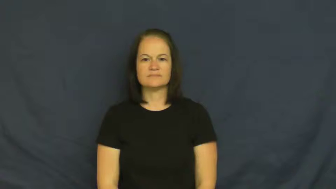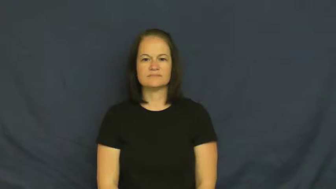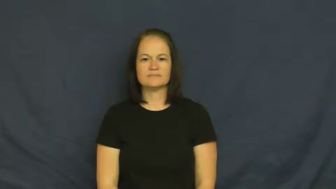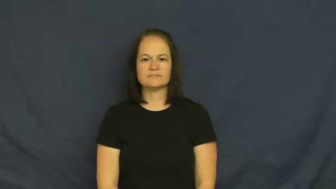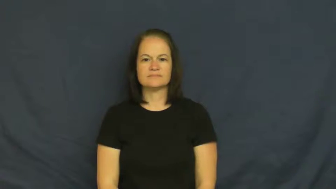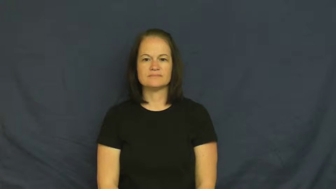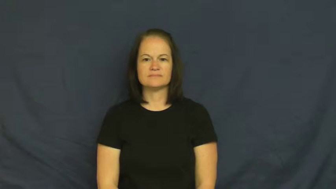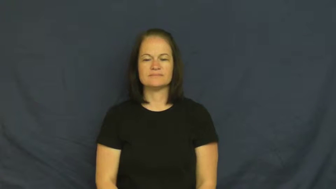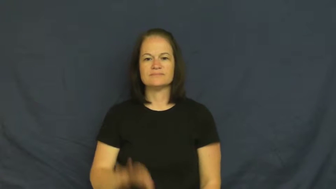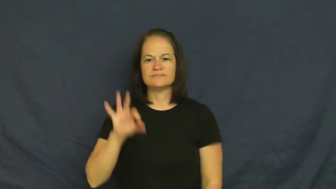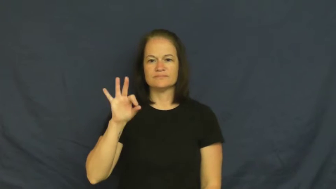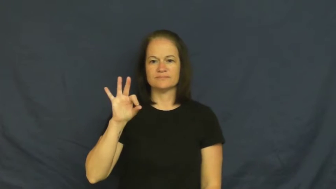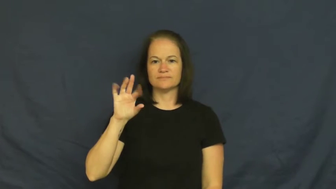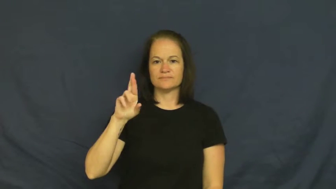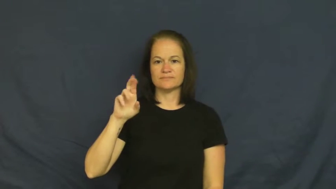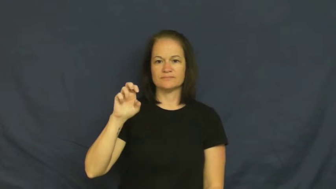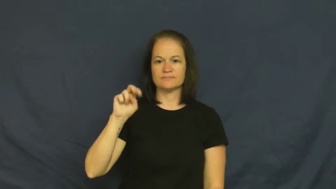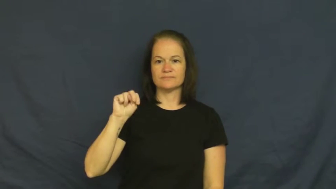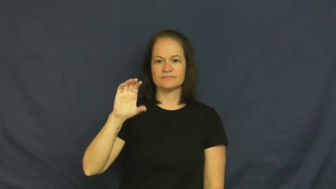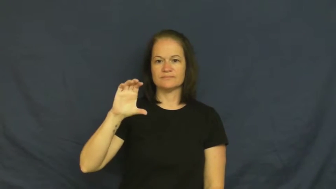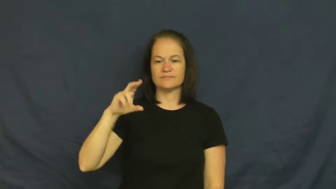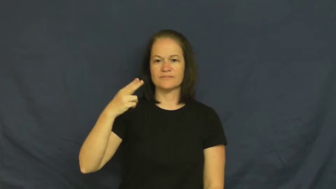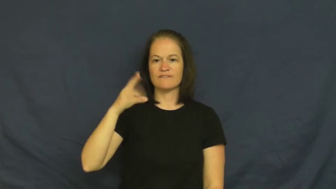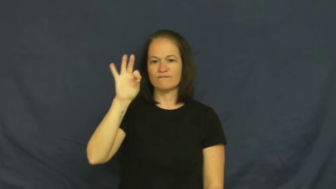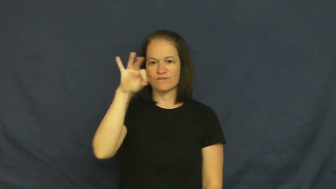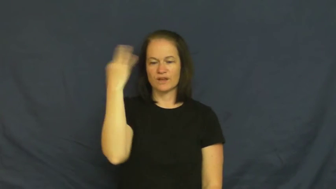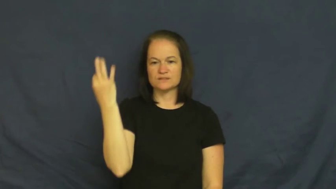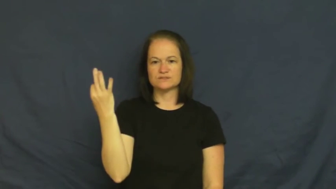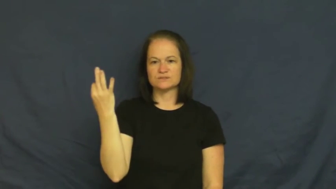french,gallic